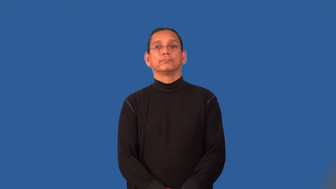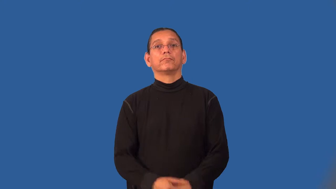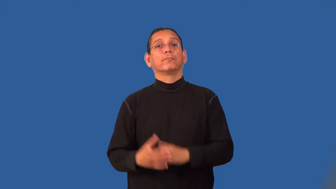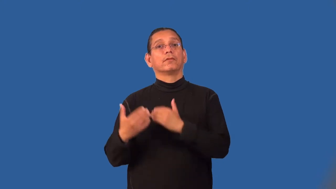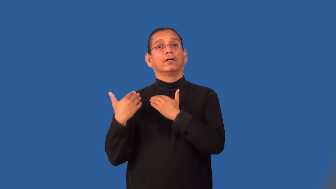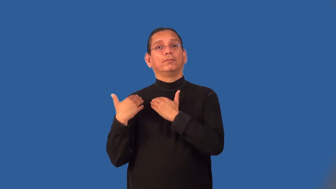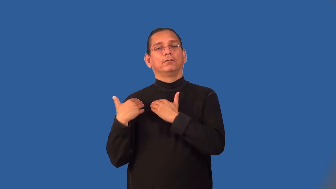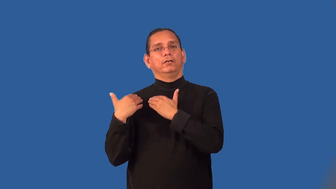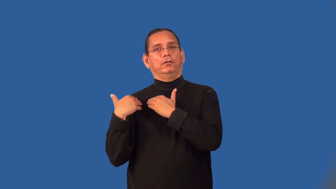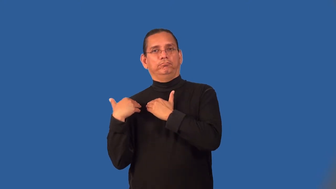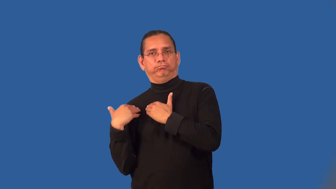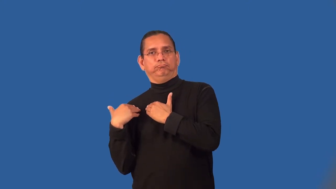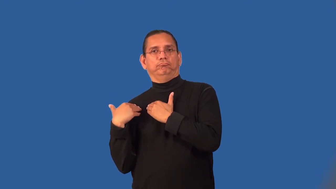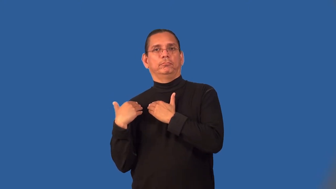liability